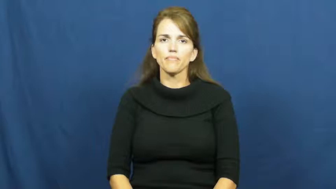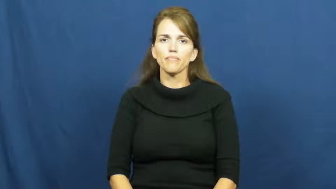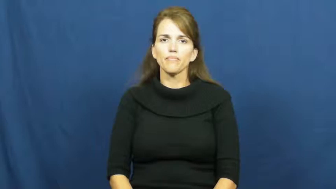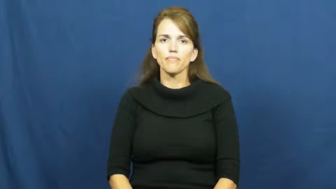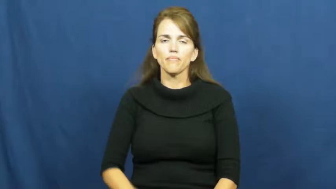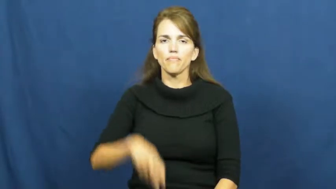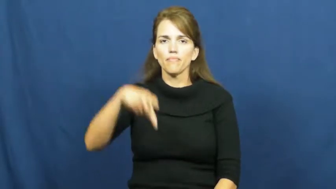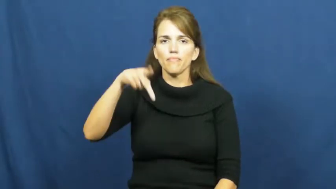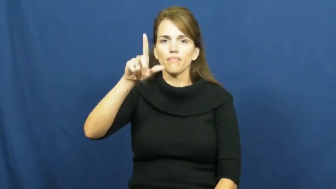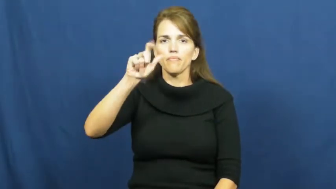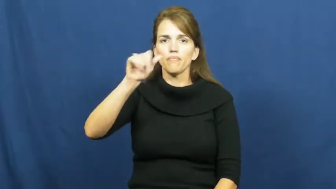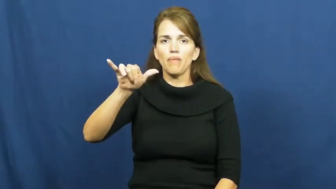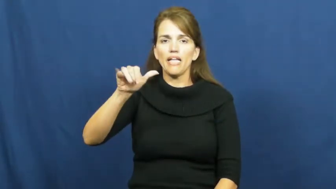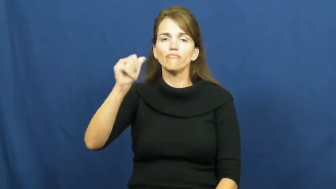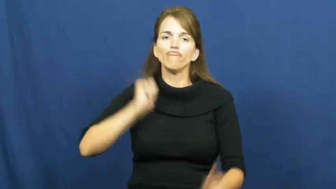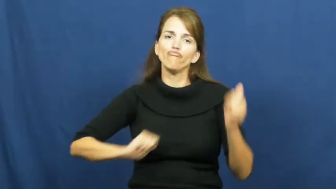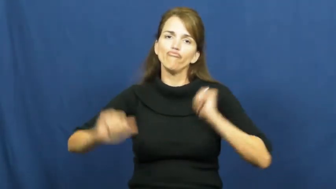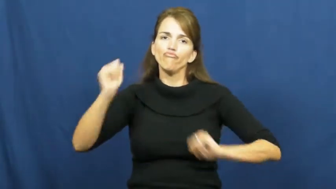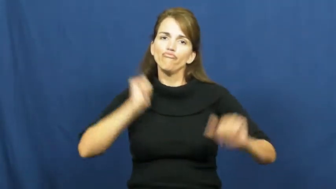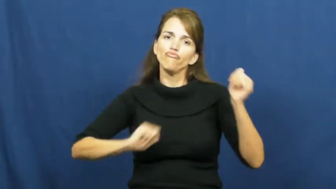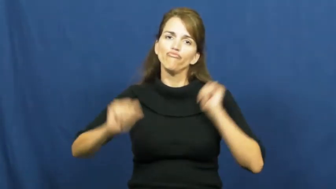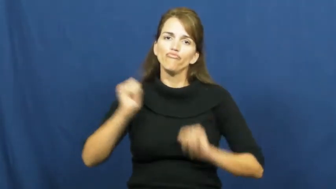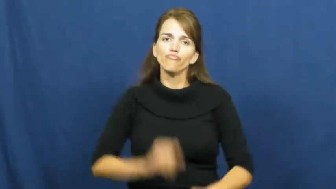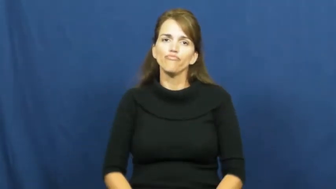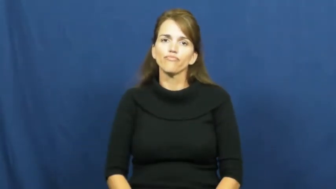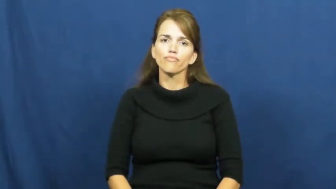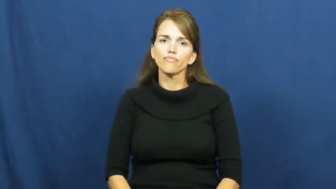play-drama